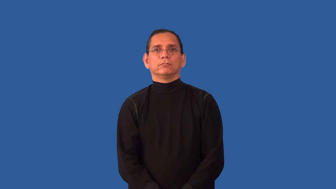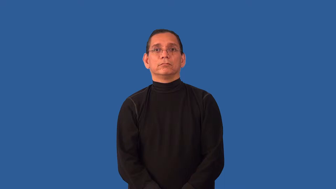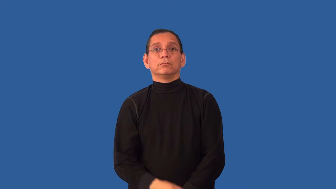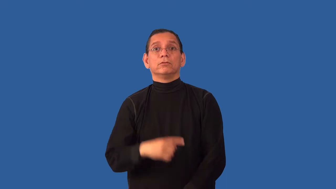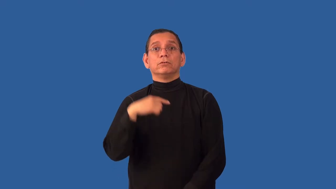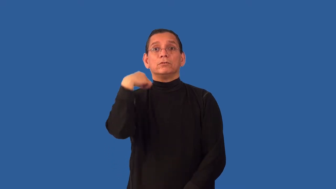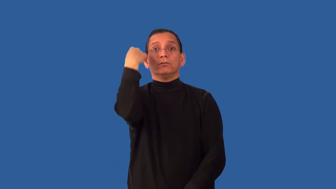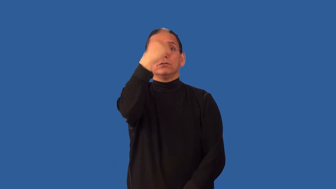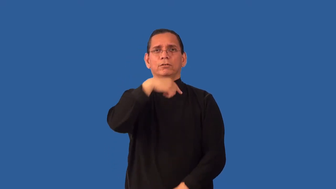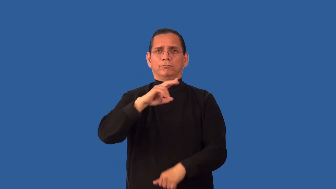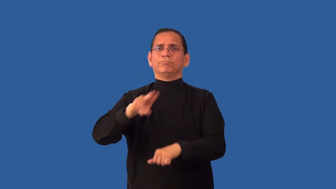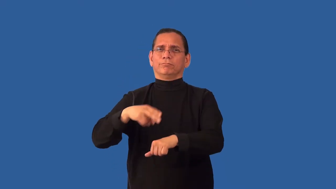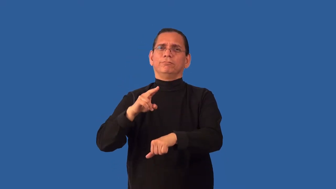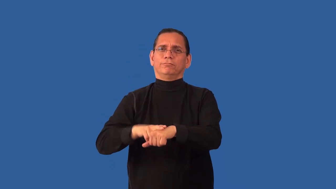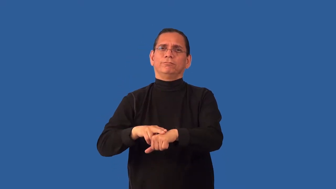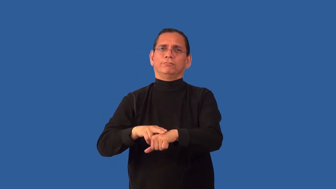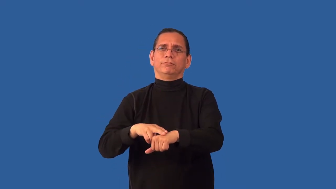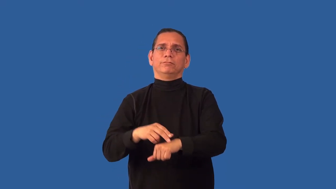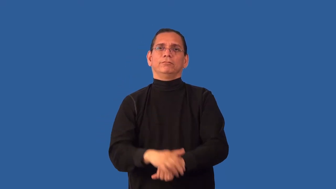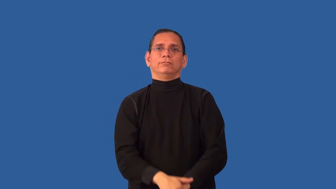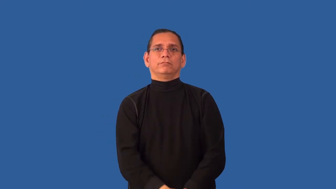unimposing